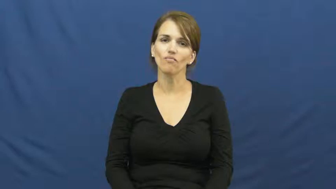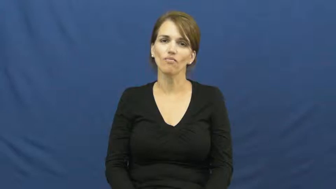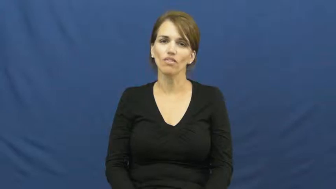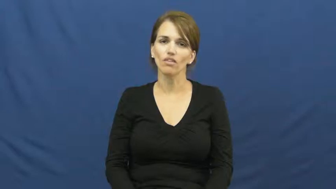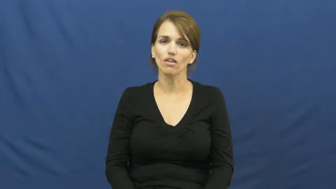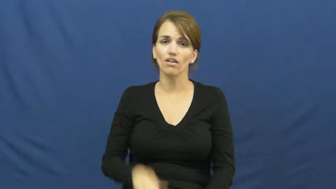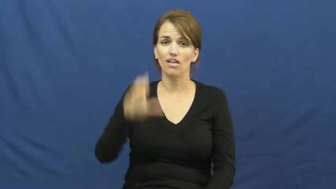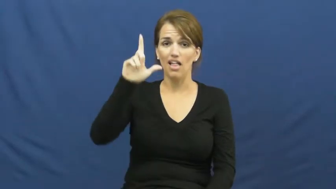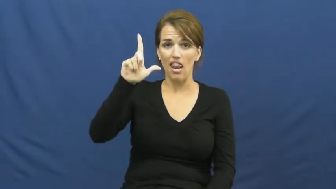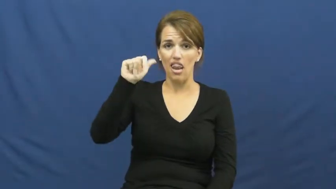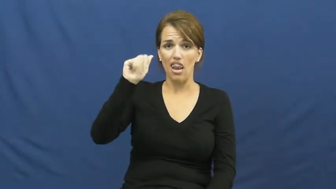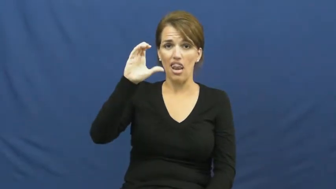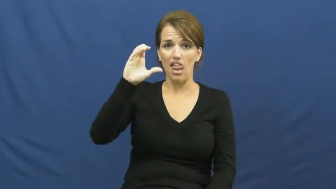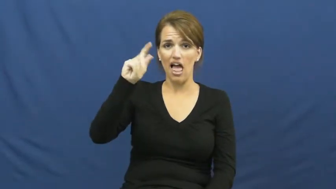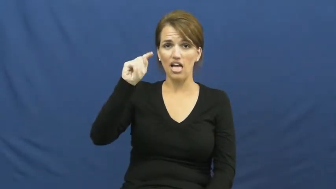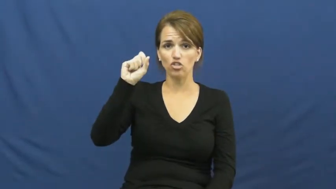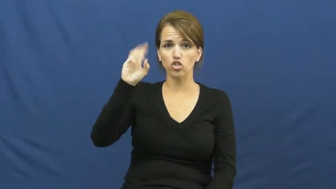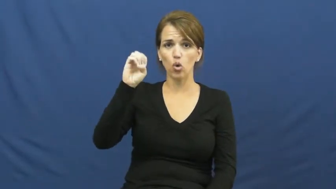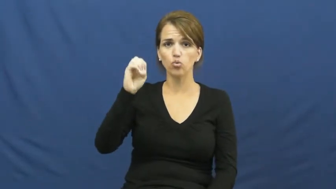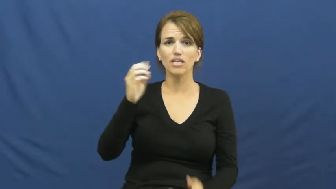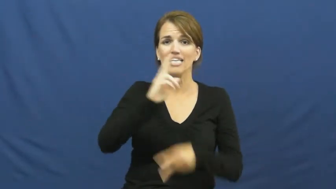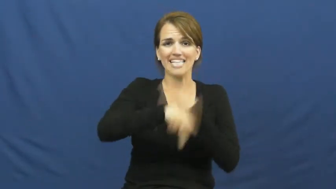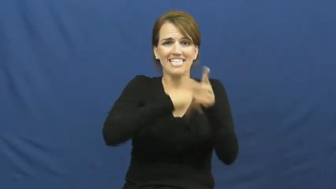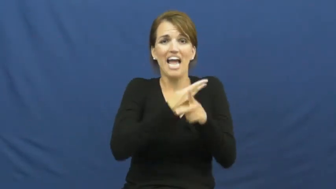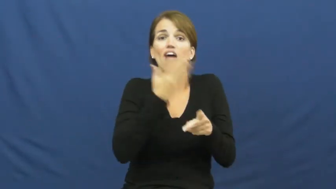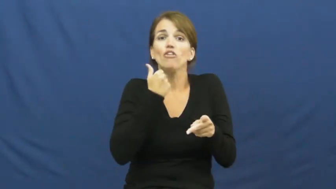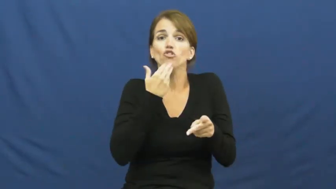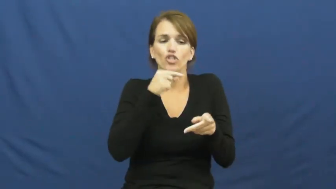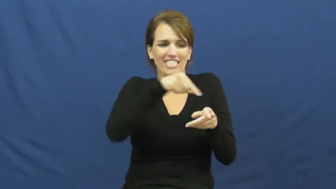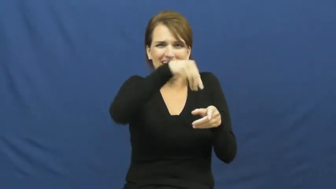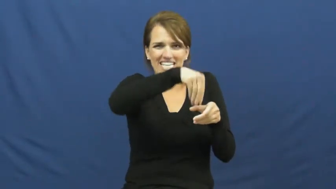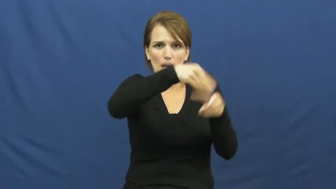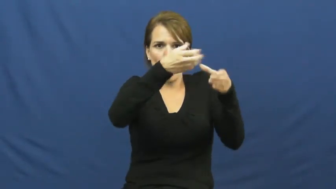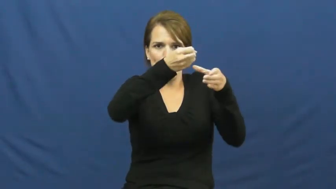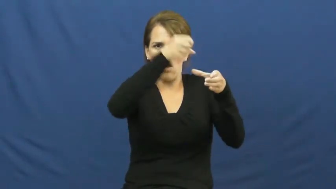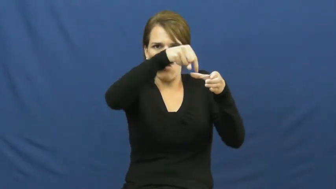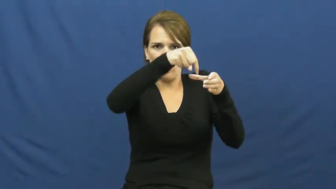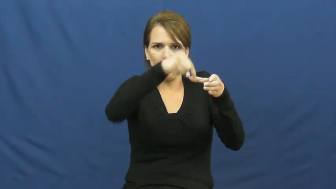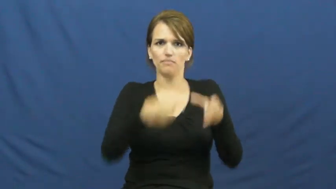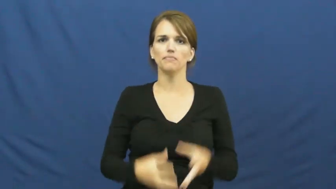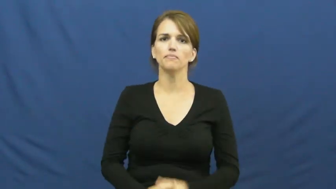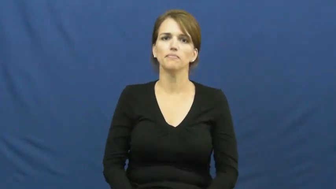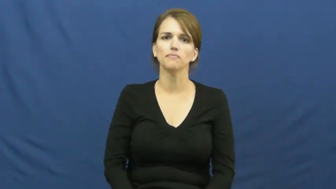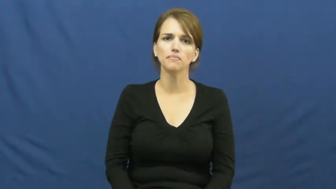lactose